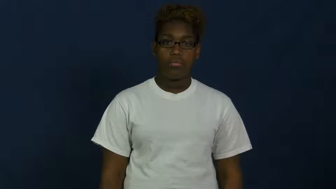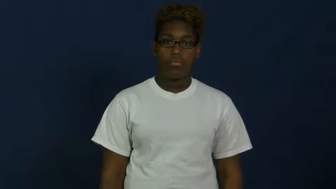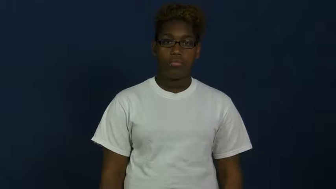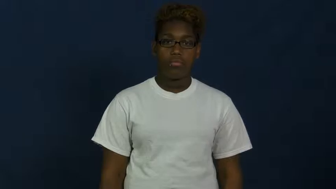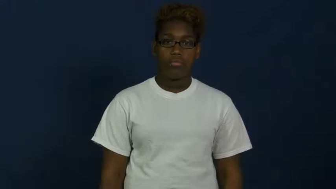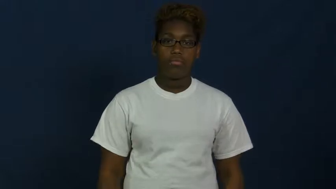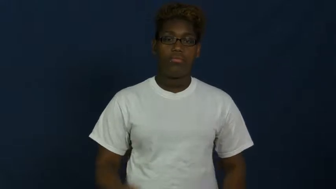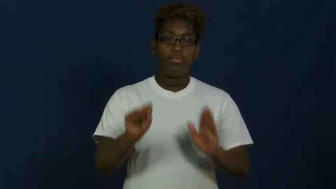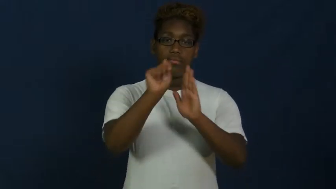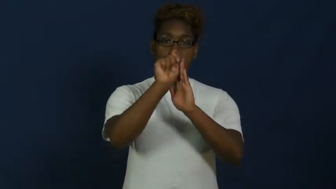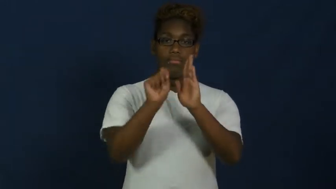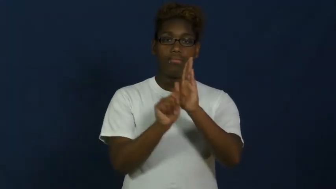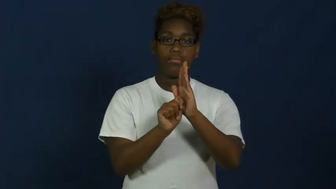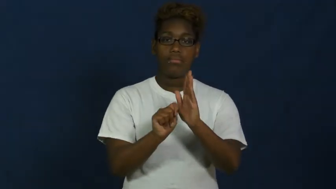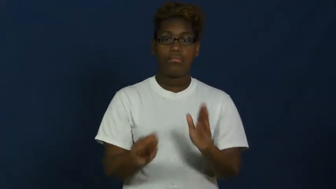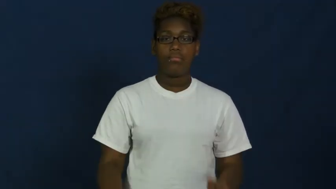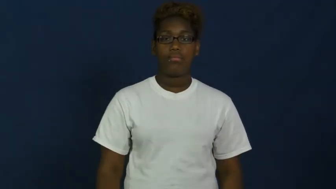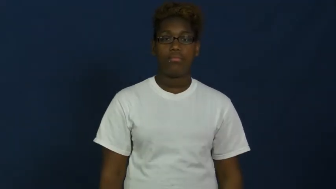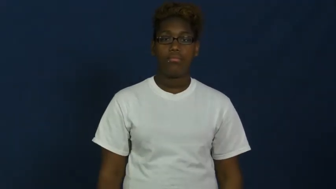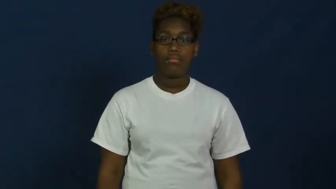testament-religion